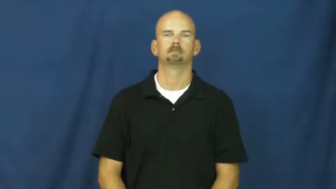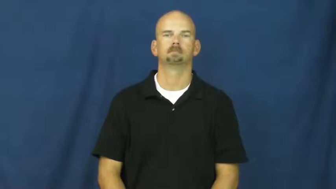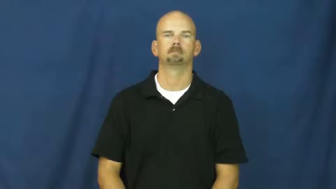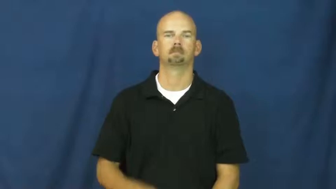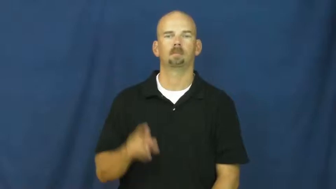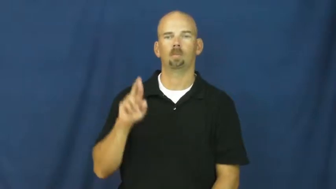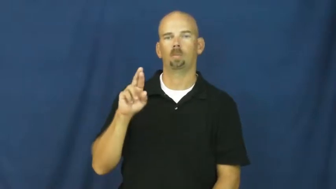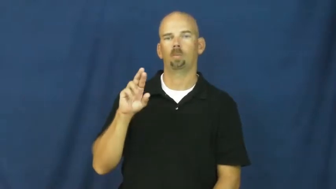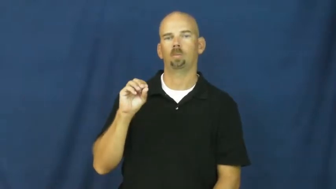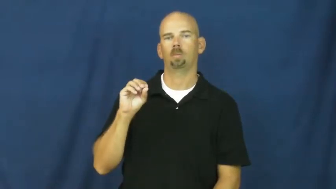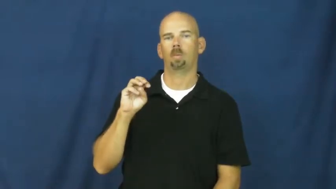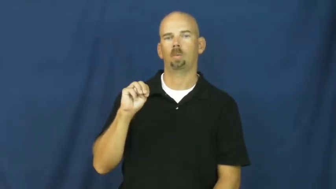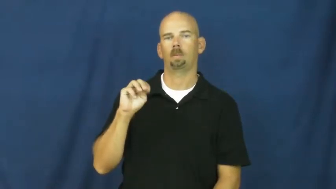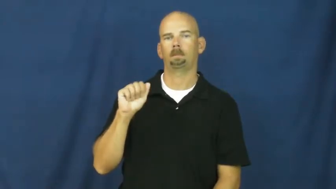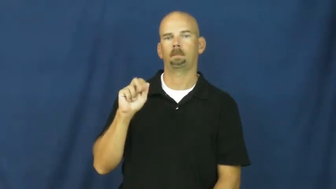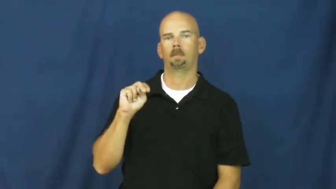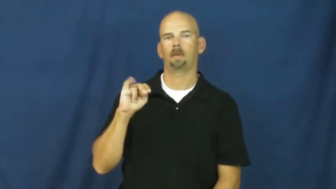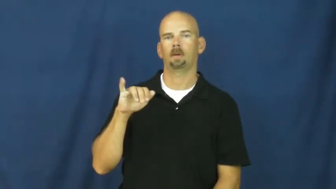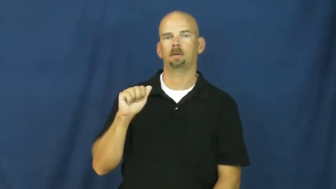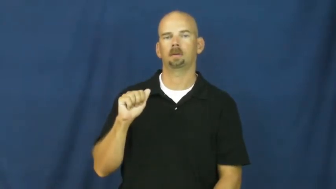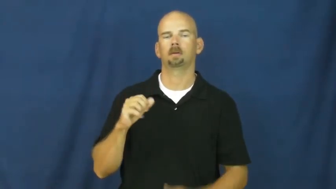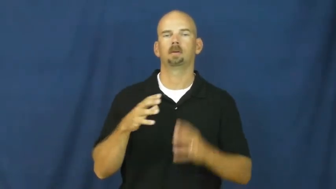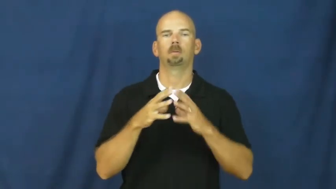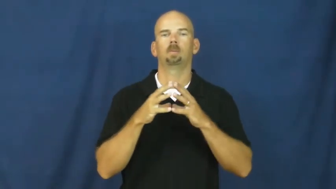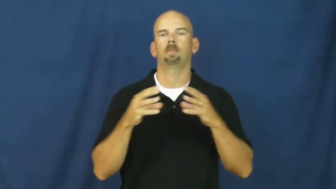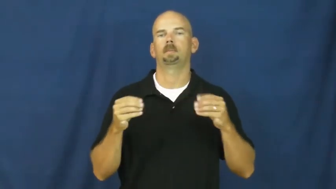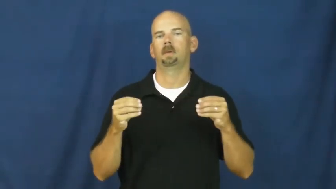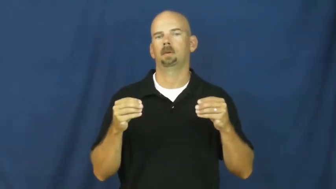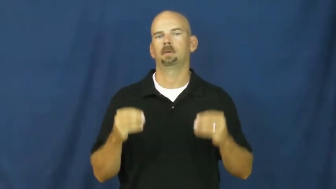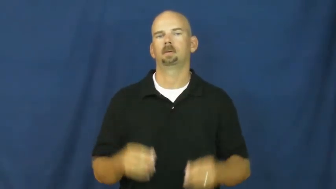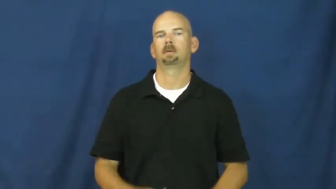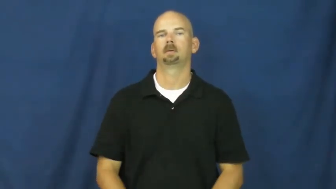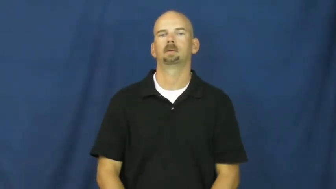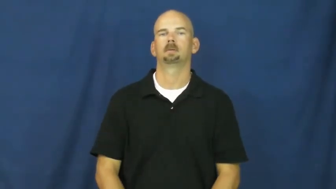romania